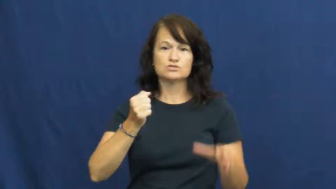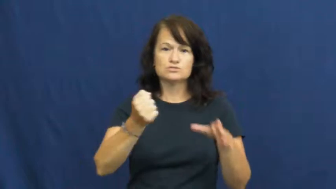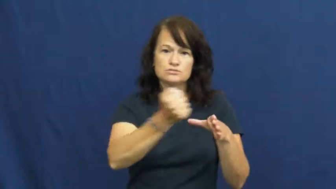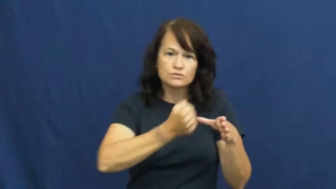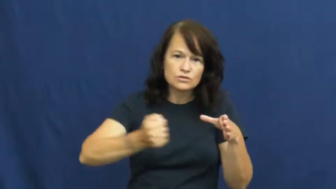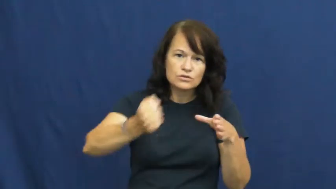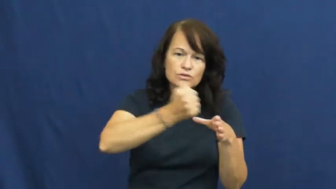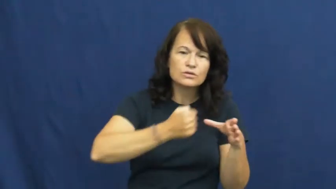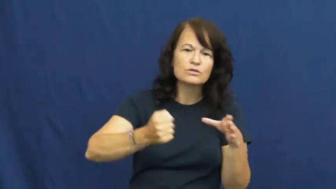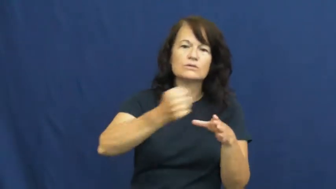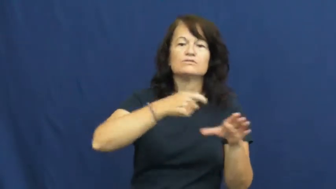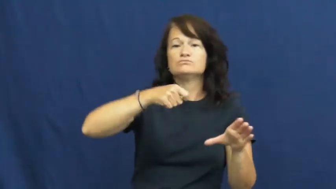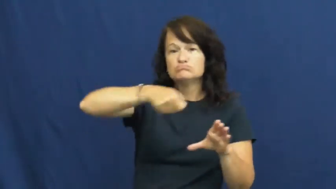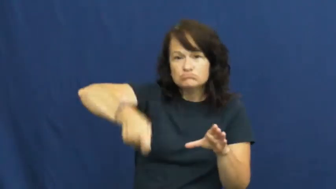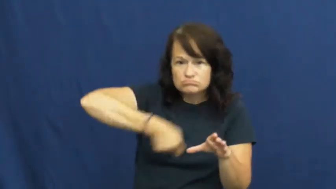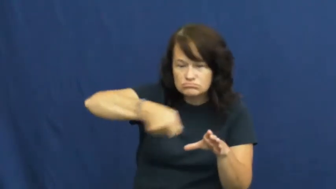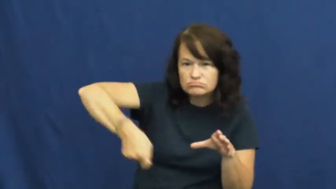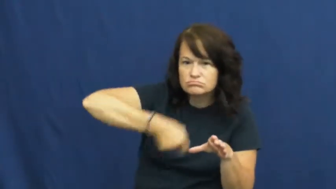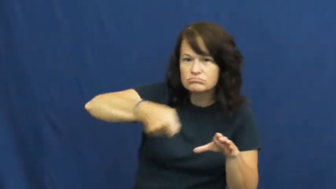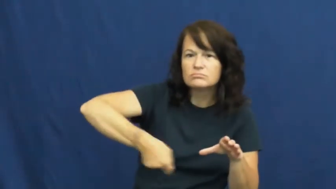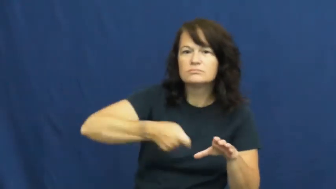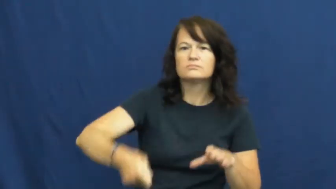mix,admix-stir